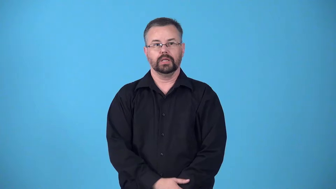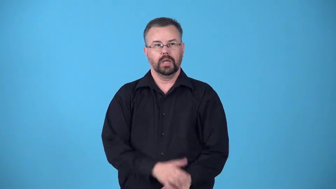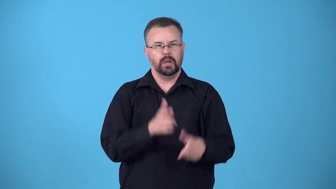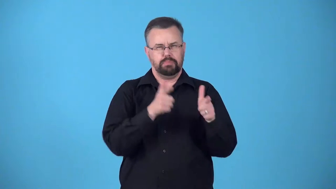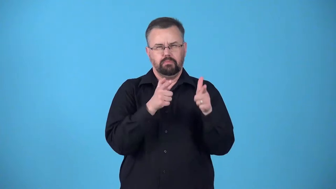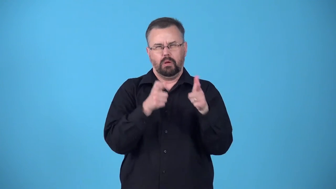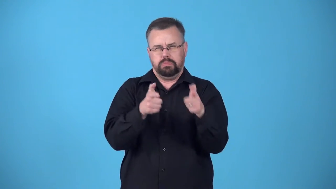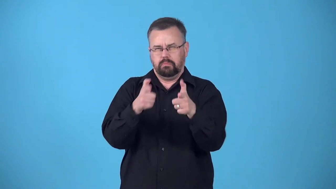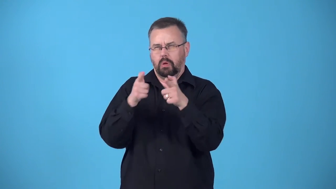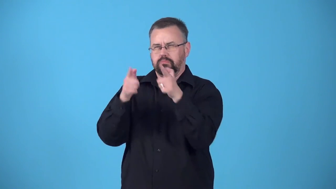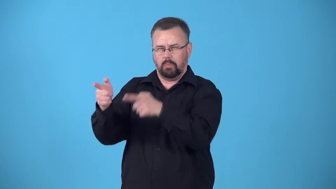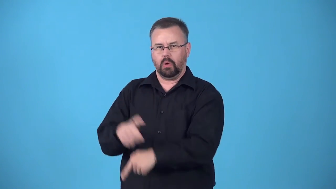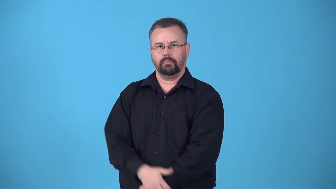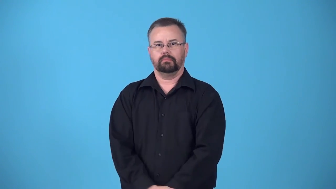blast,blaze,blaze away, blast away-shoot rapidly